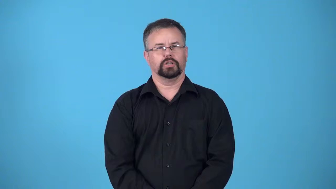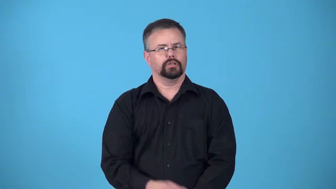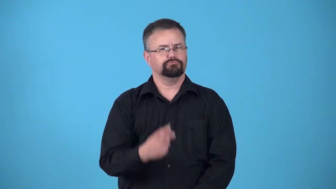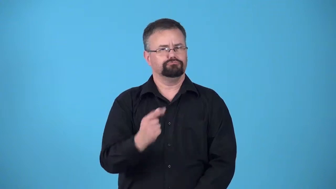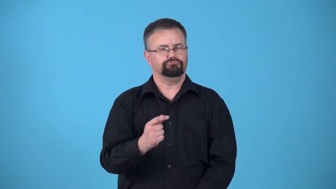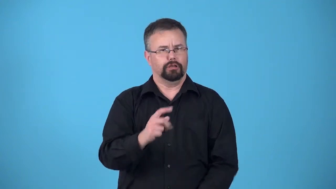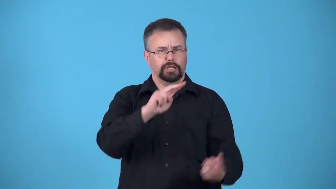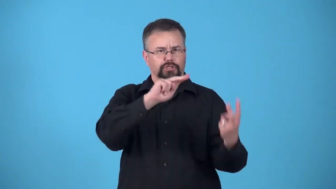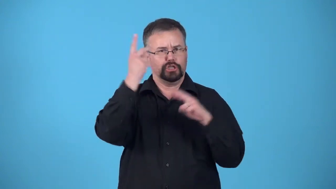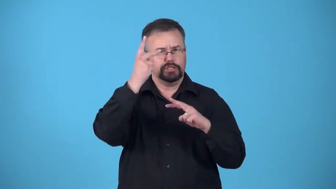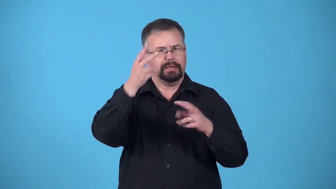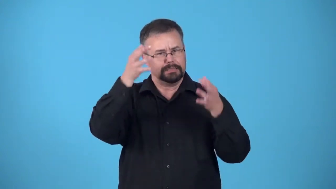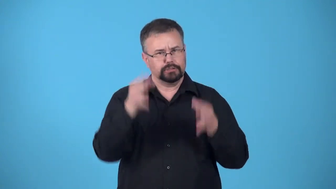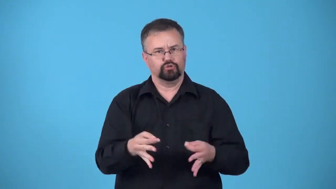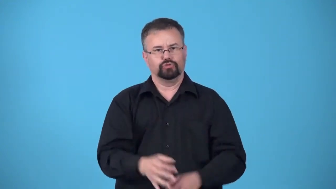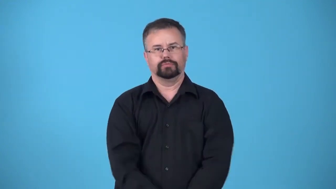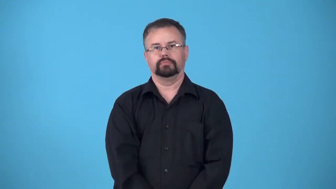"U-turn", "volte-face", "do a 180", "about face decision"